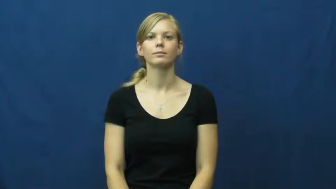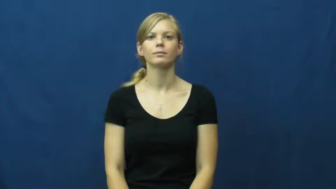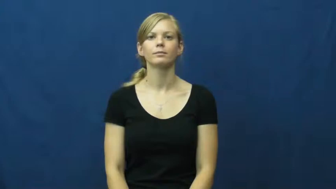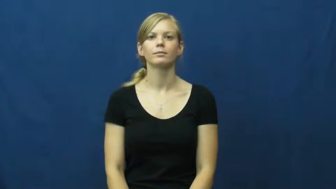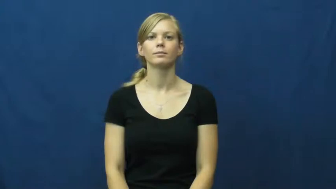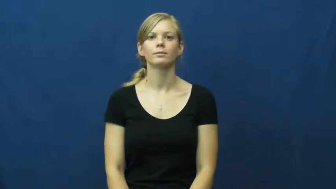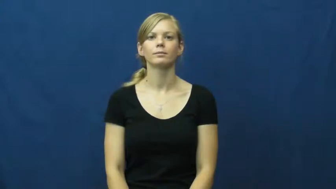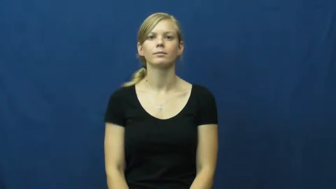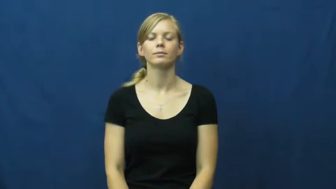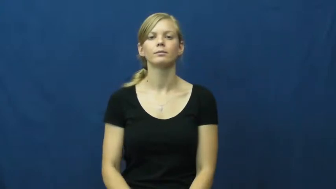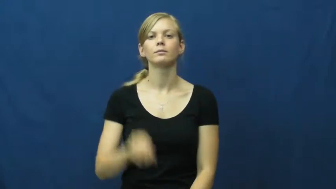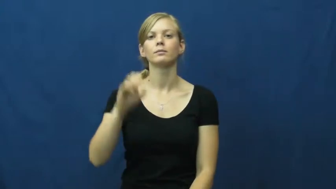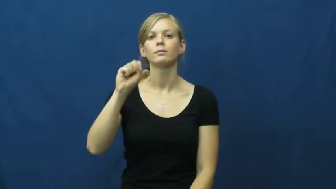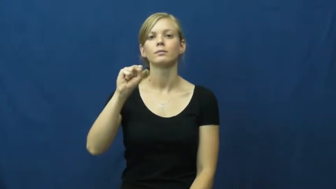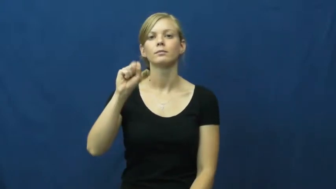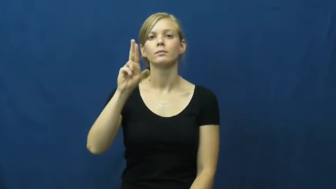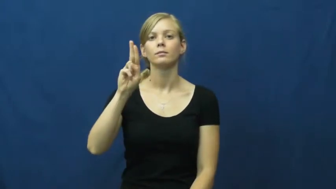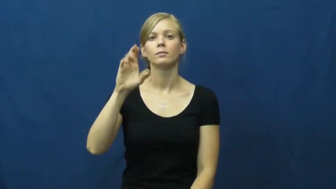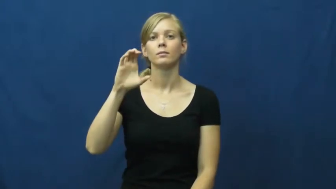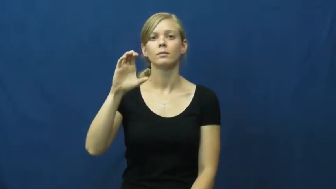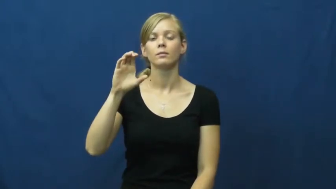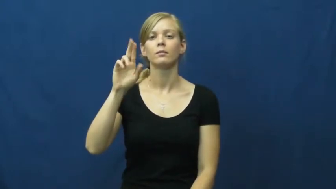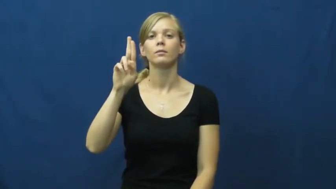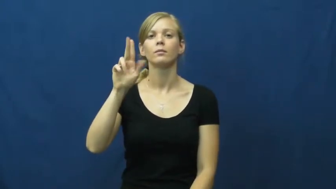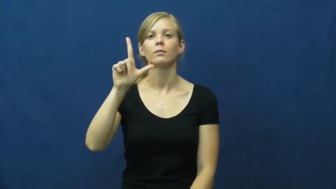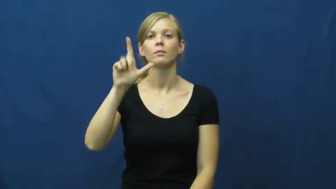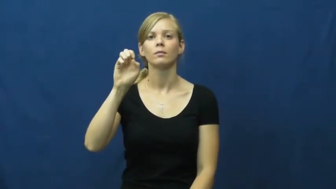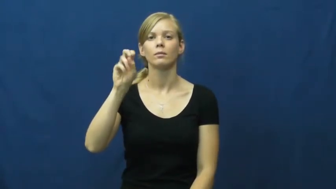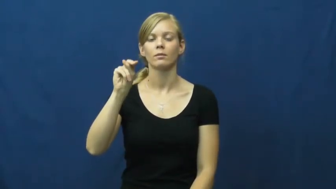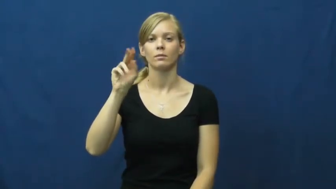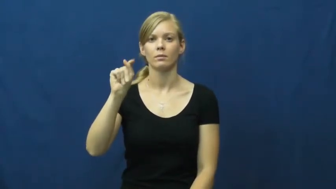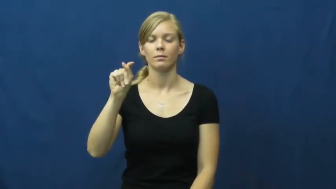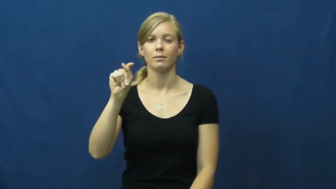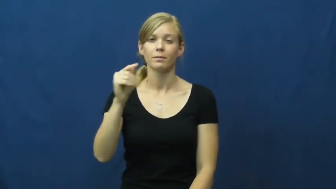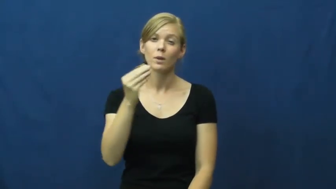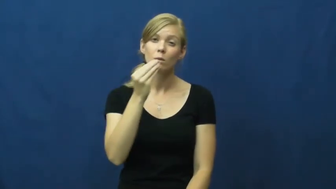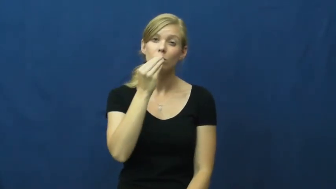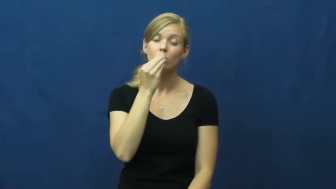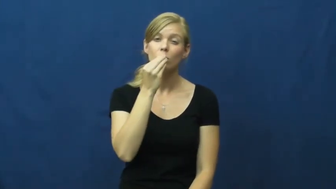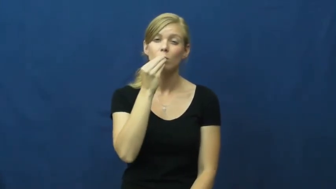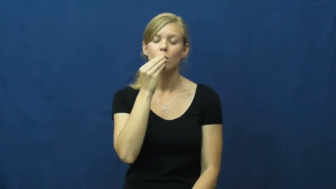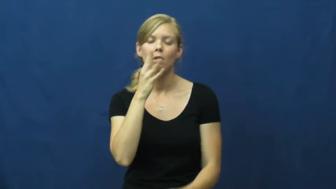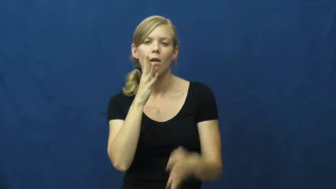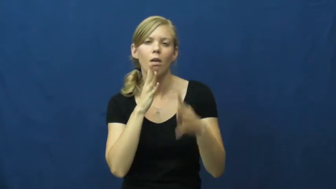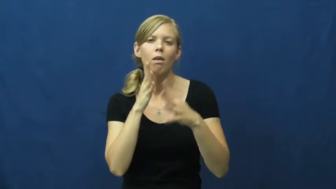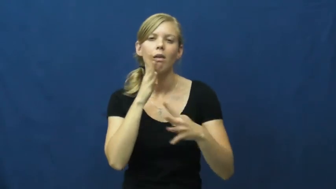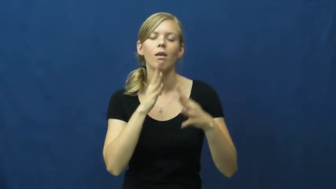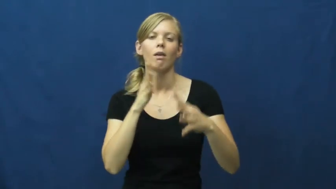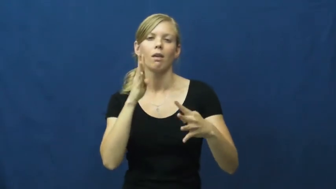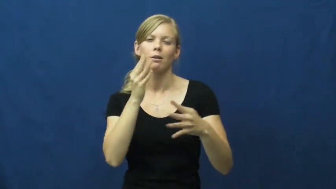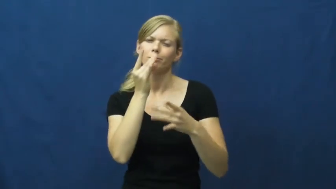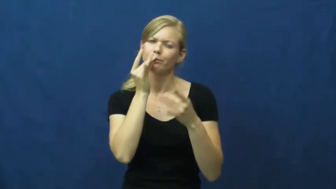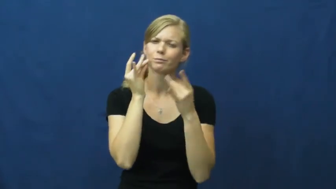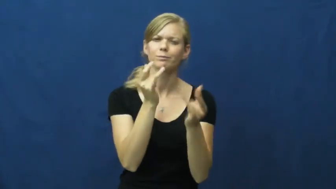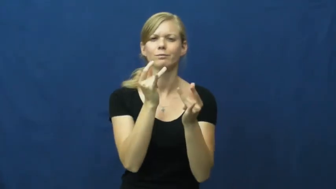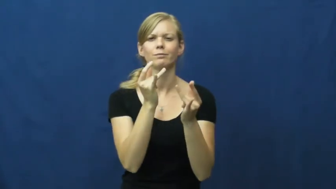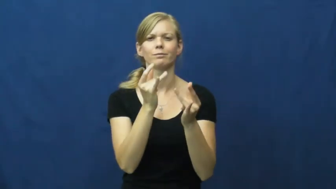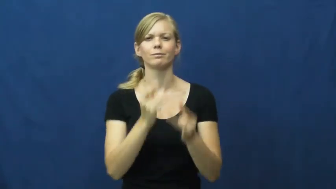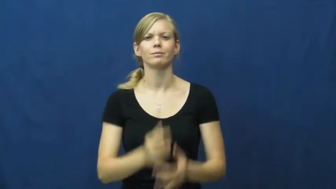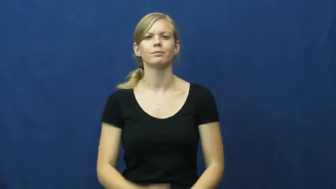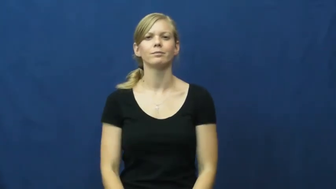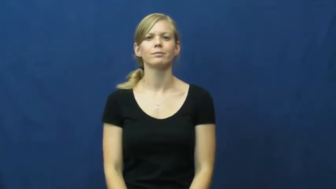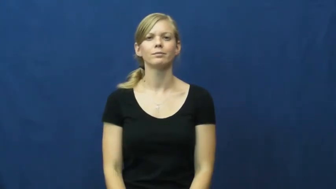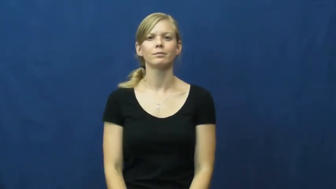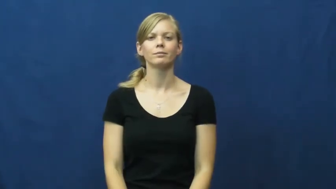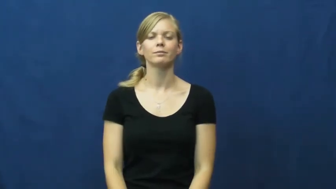succulent-juicy